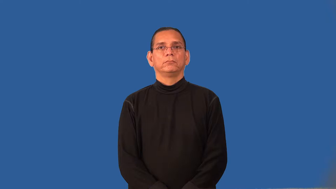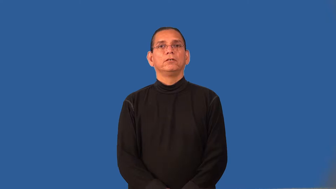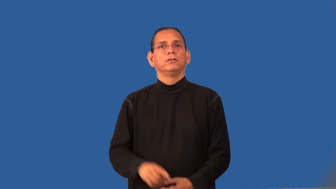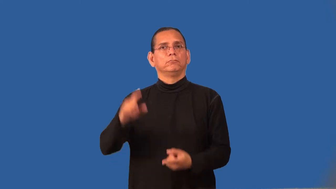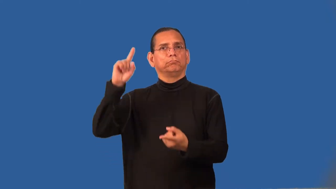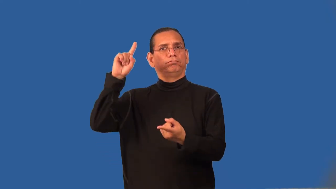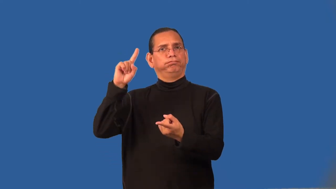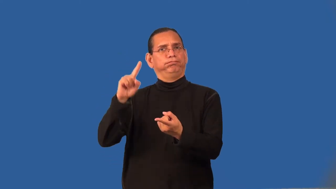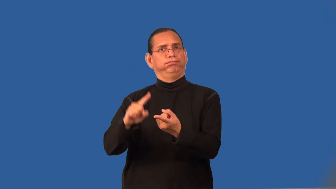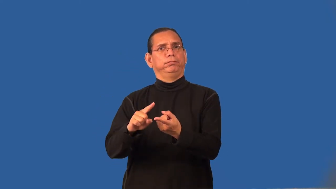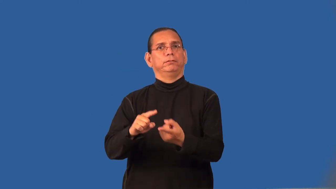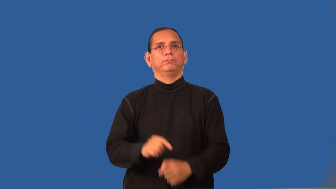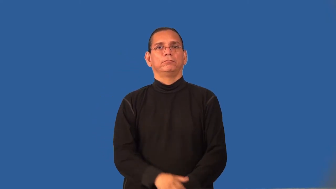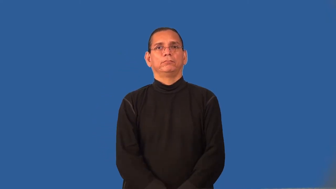recede-less likely